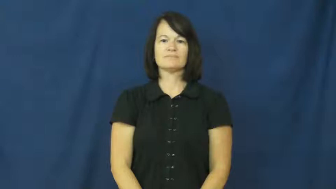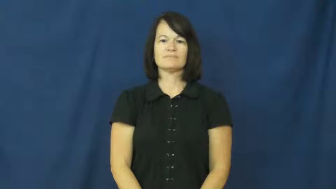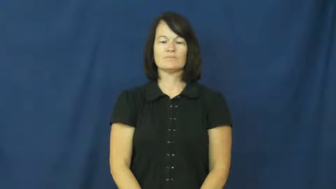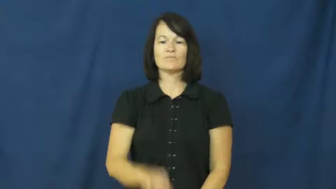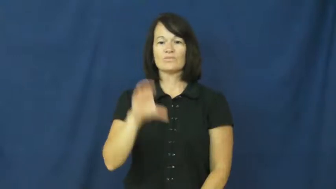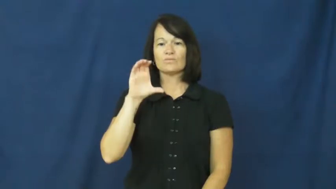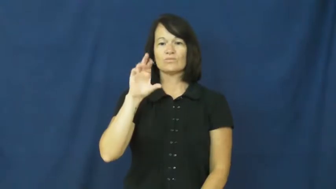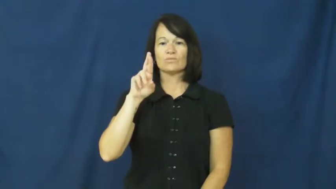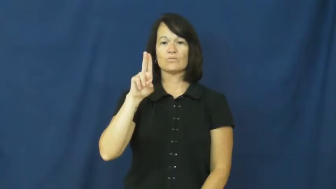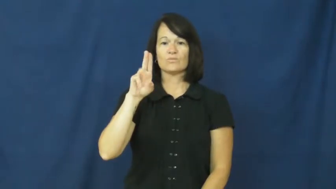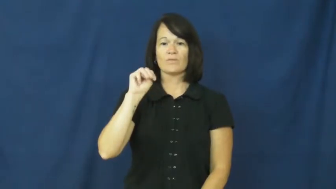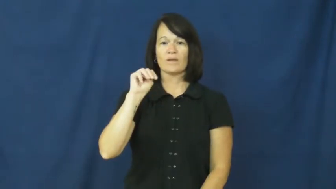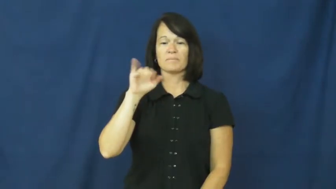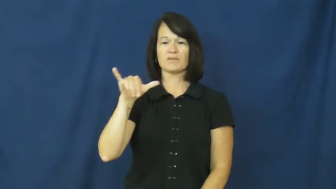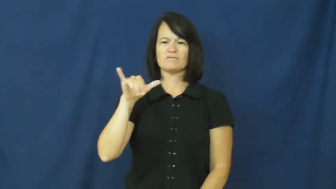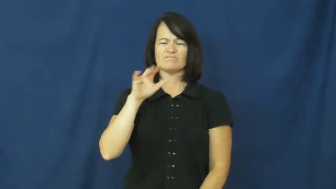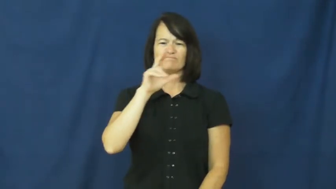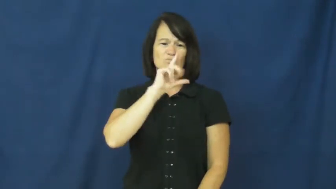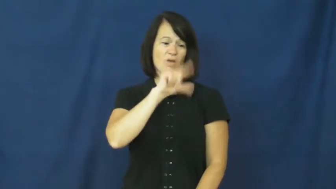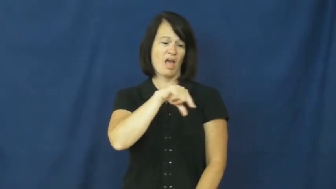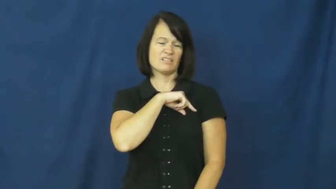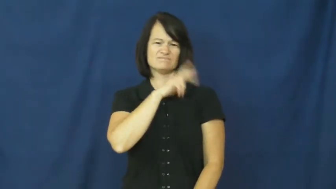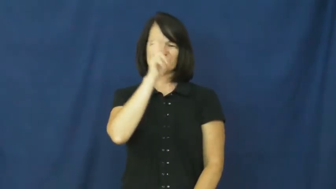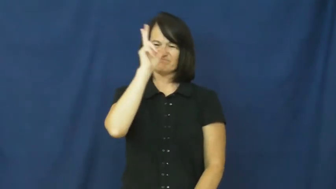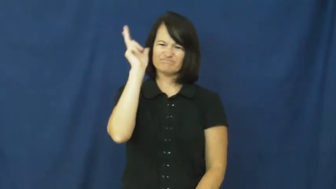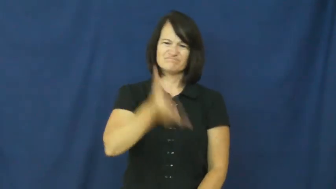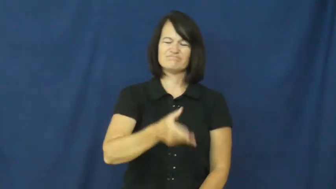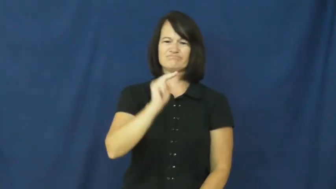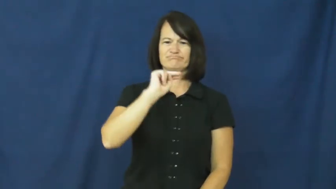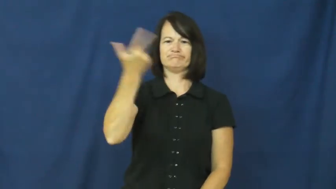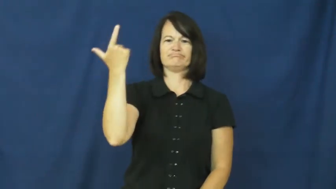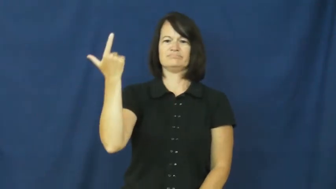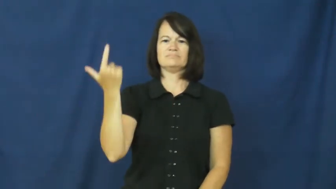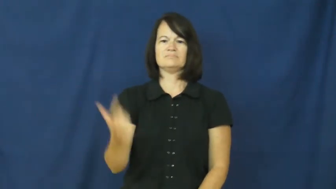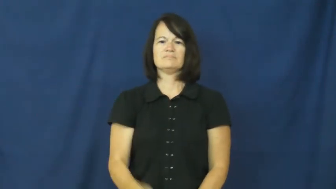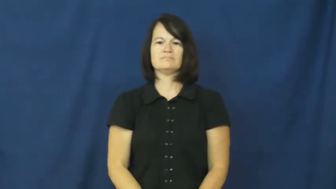crummy